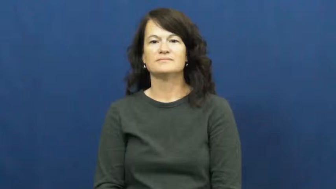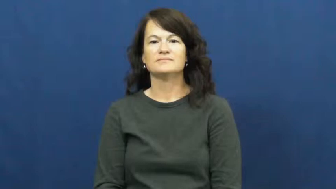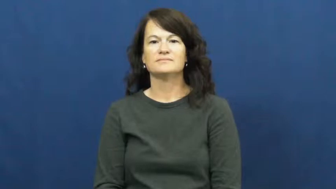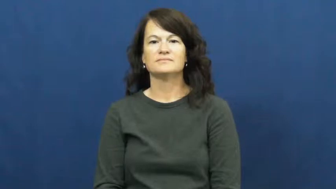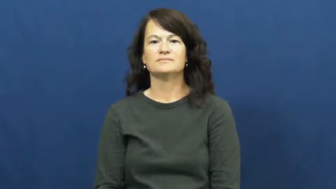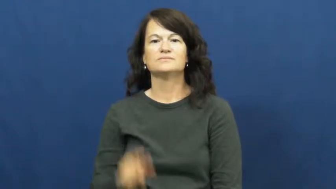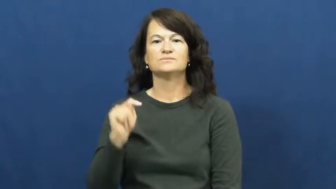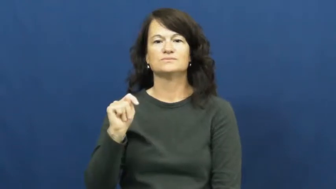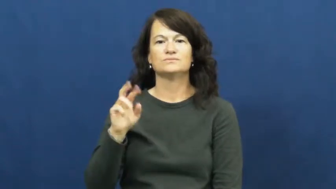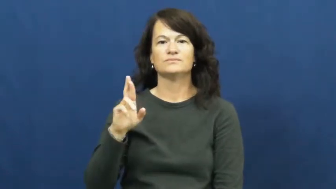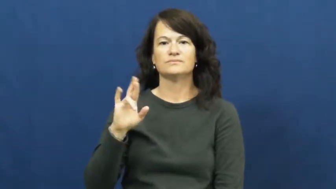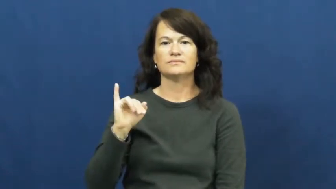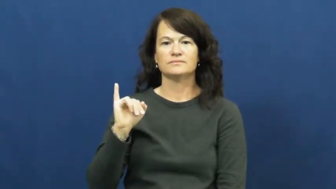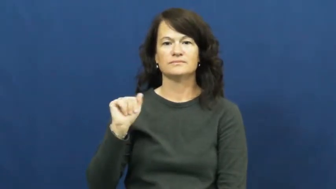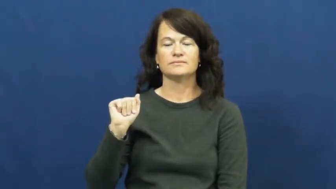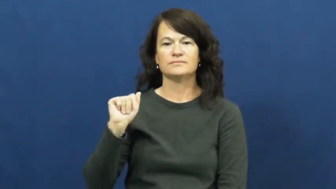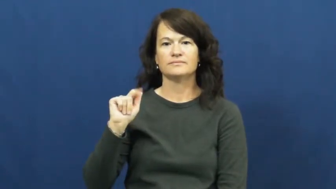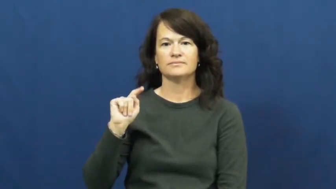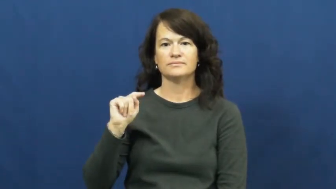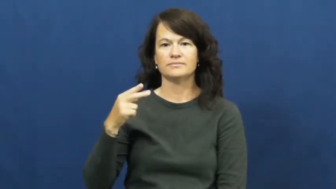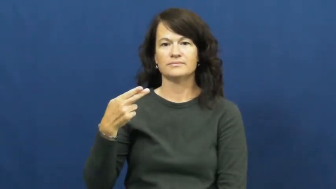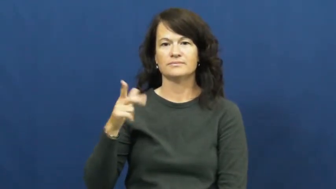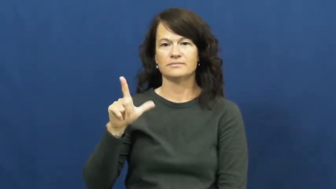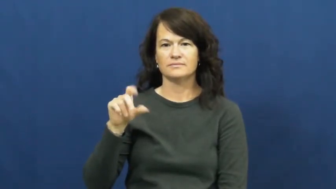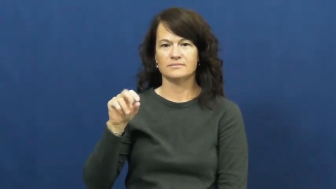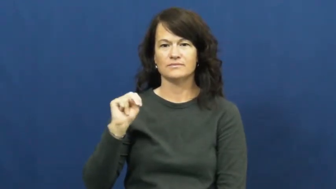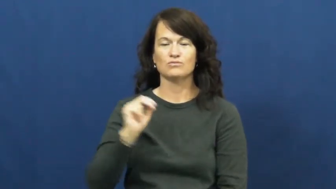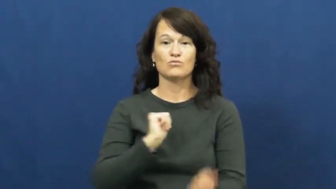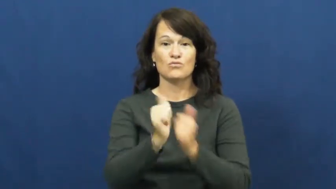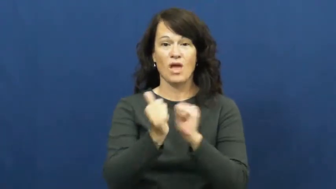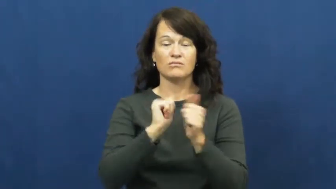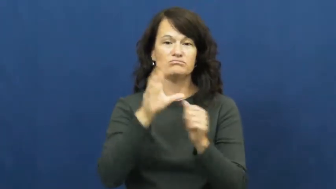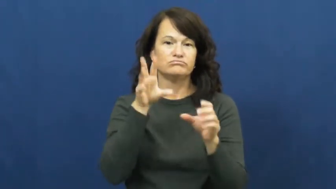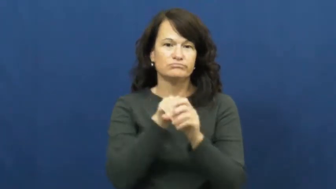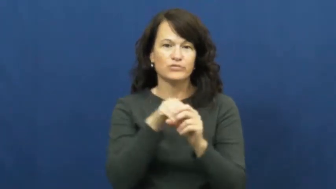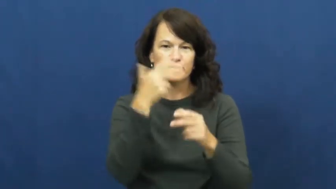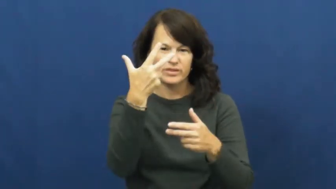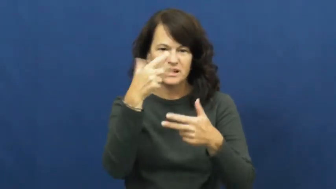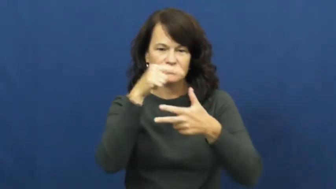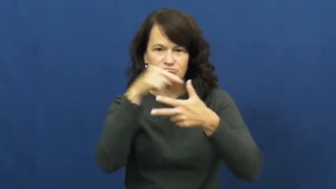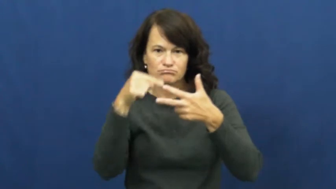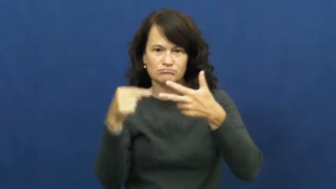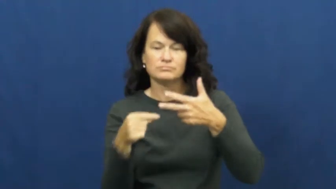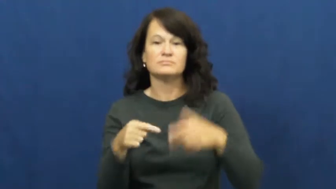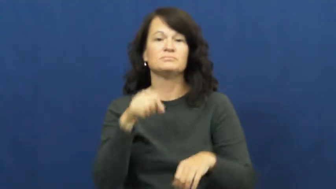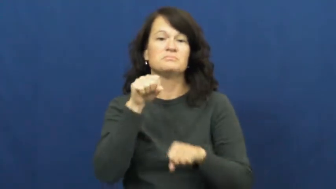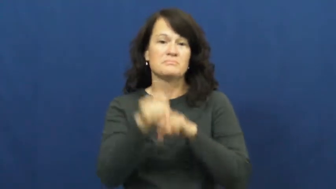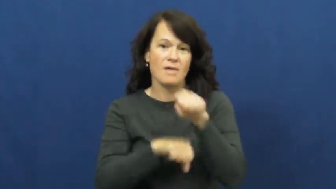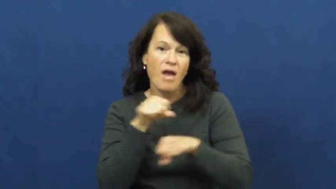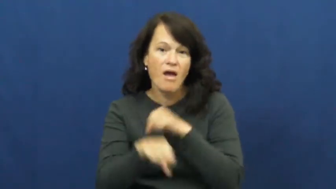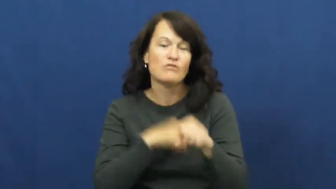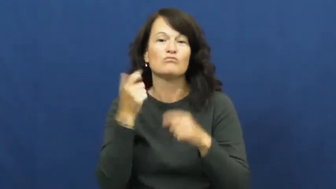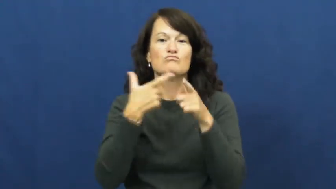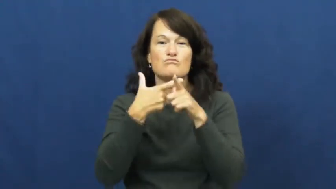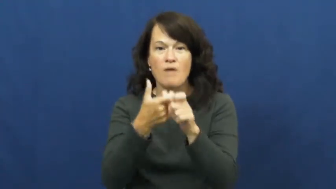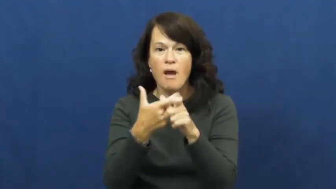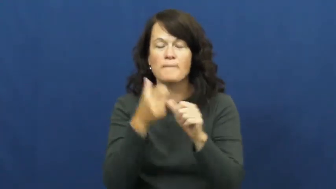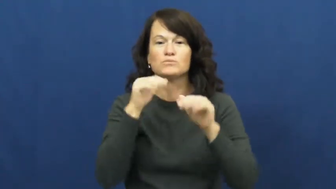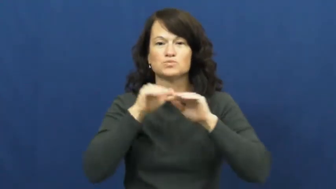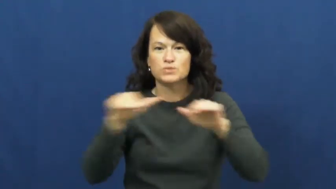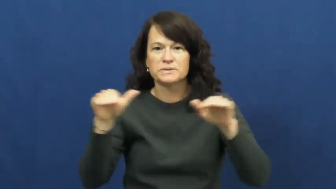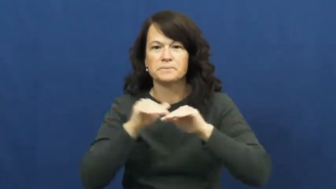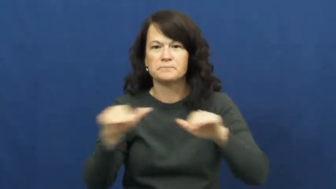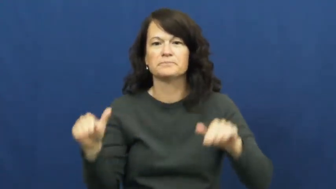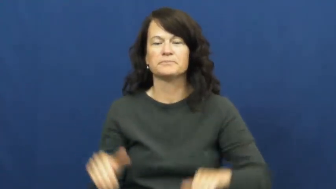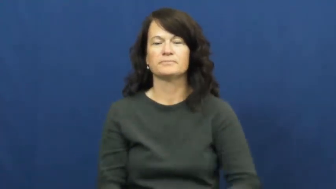triathalon,ironman